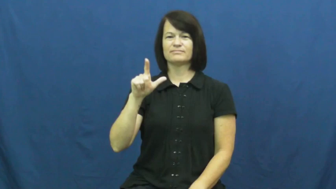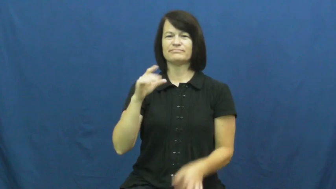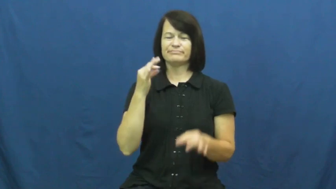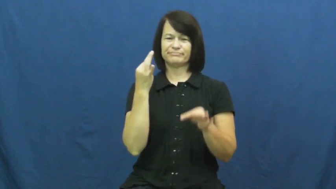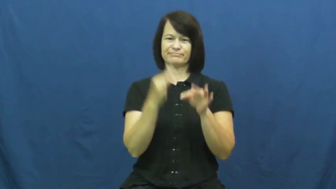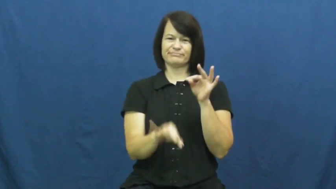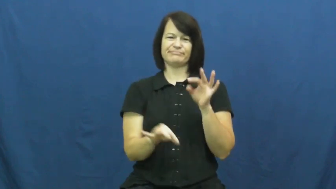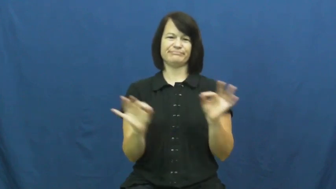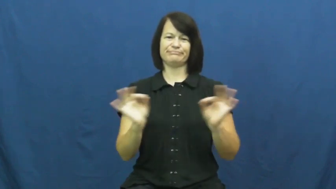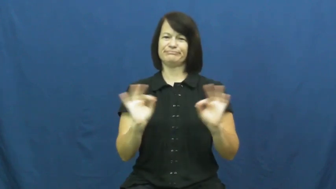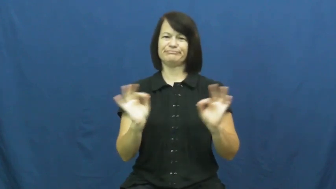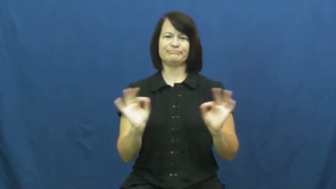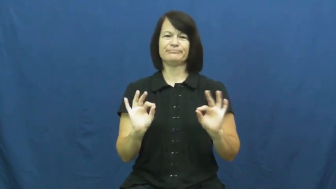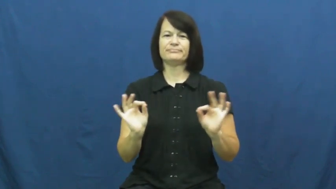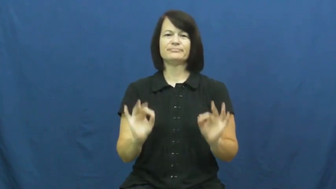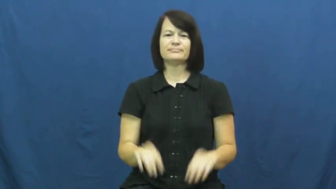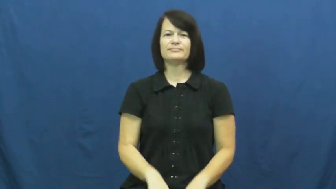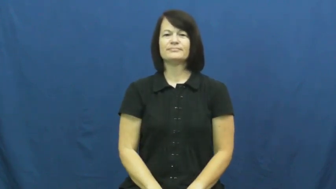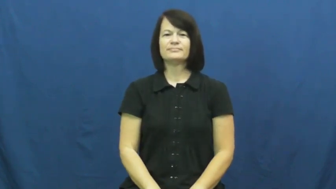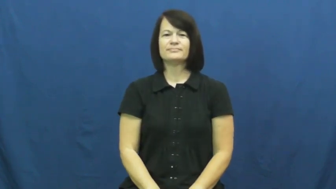irrelevant